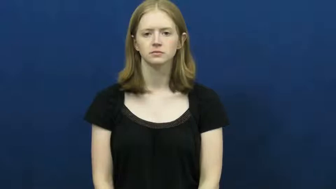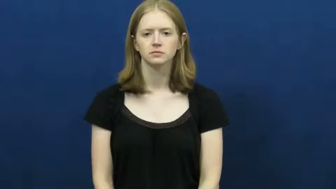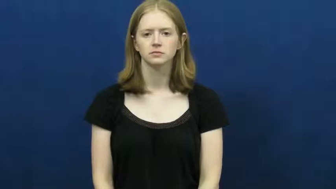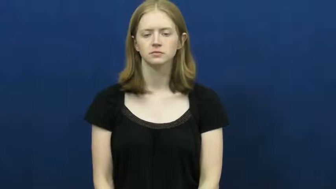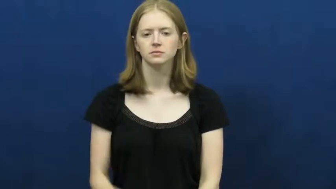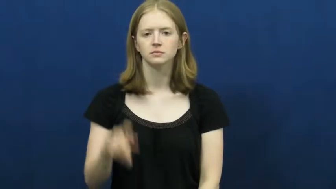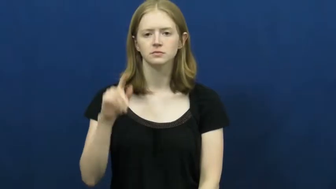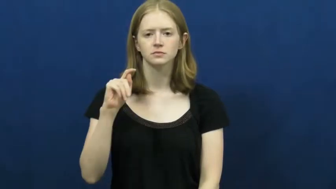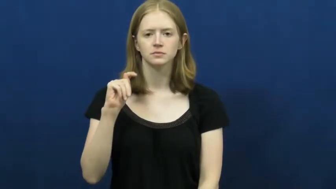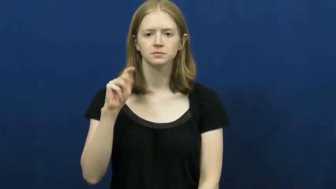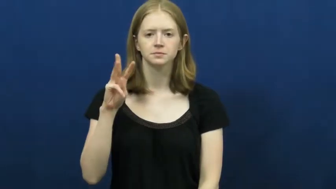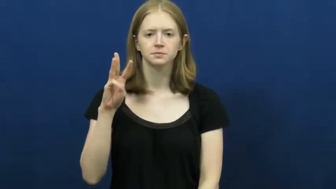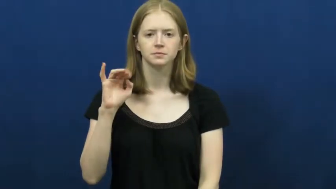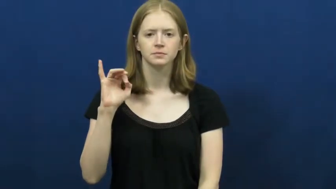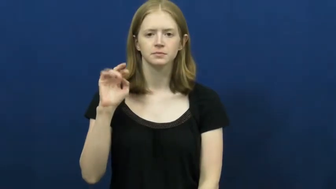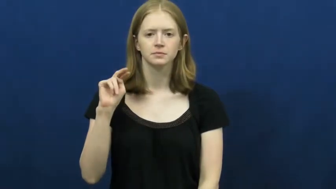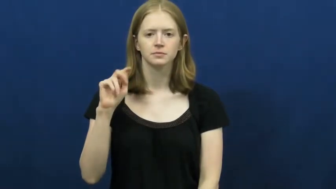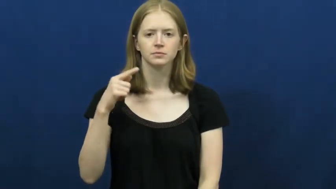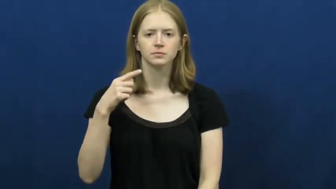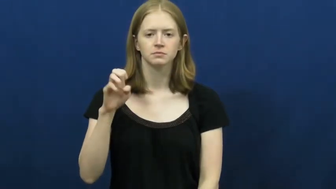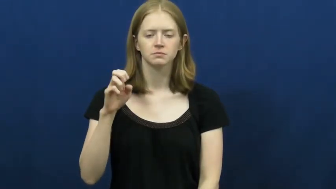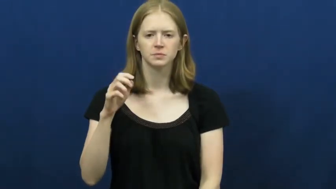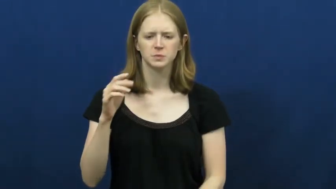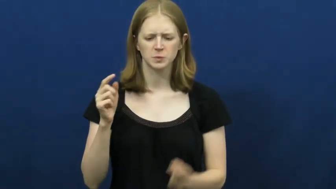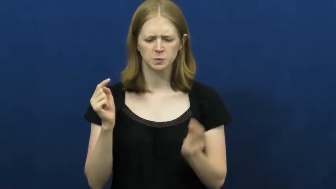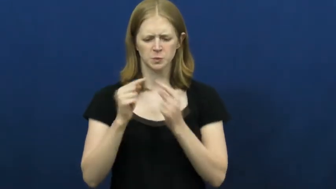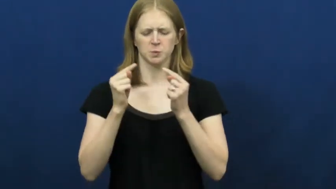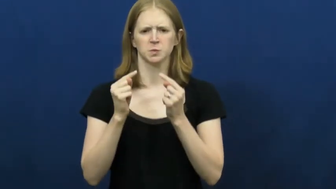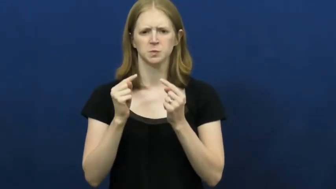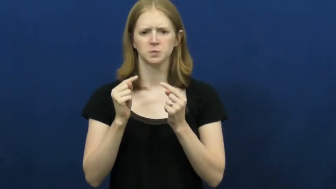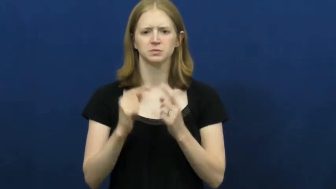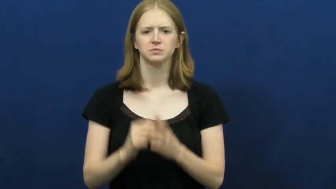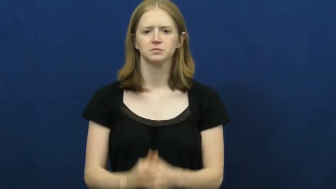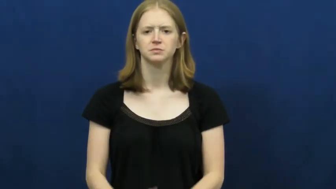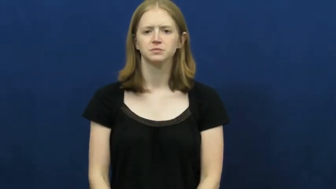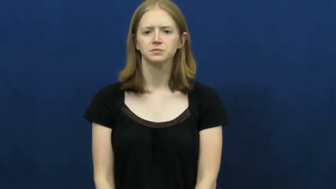twinge